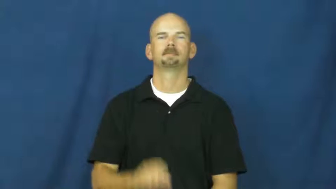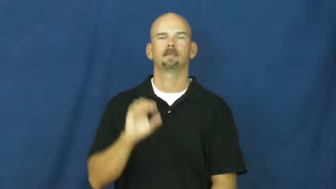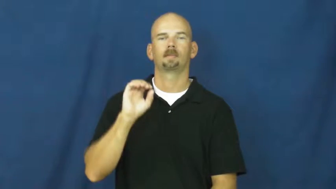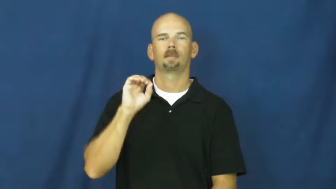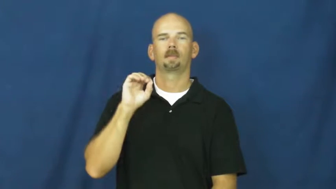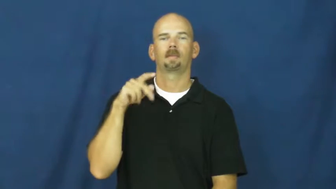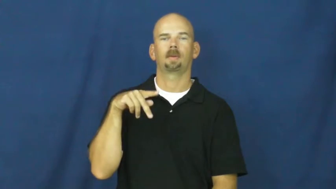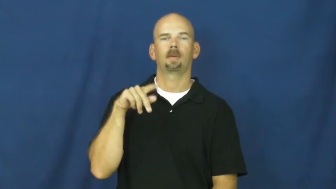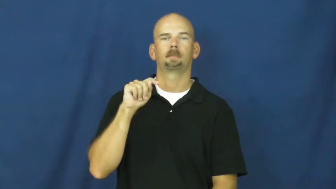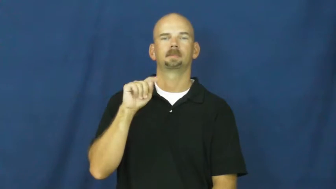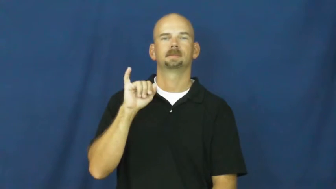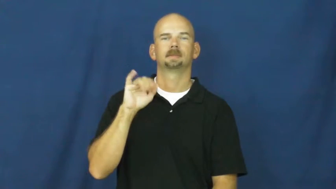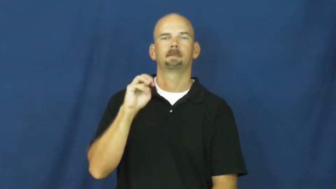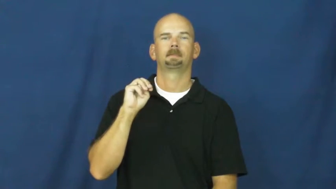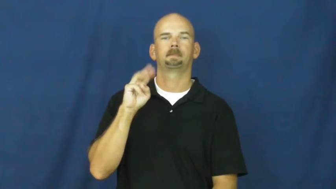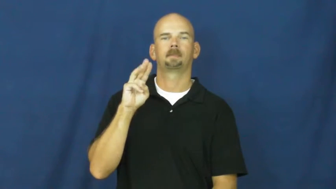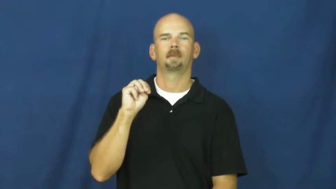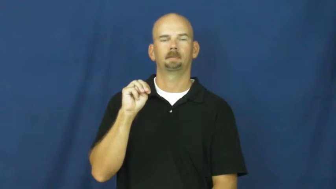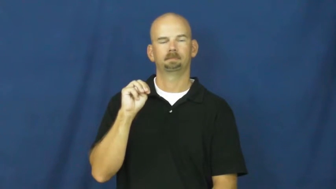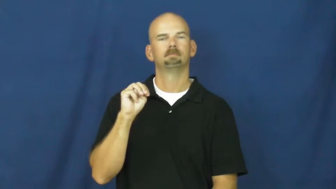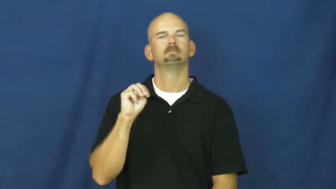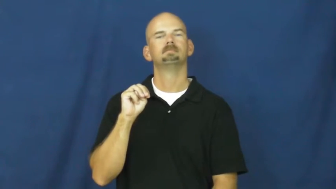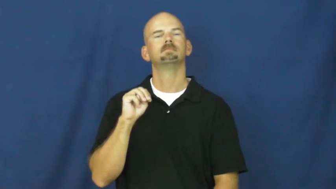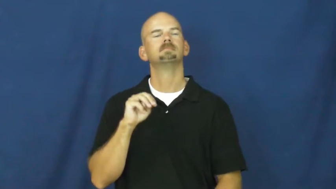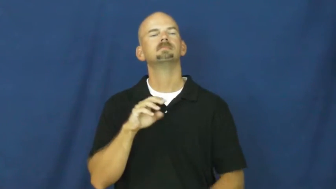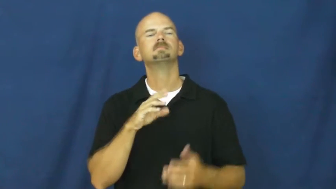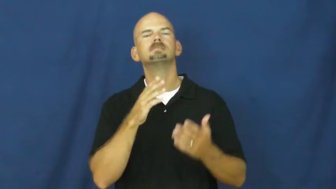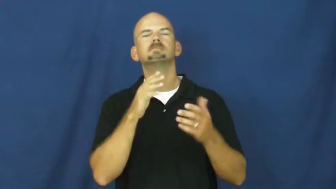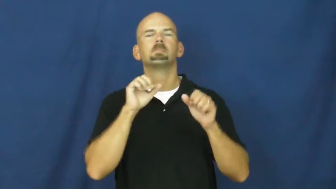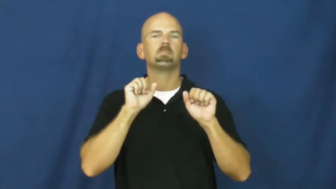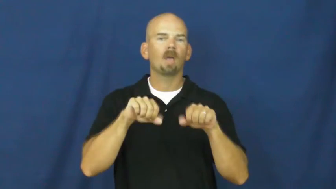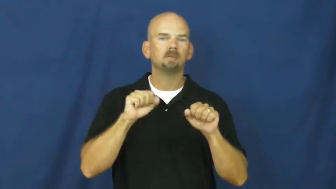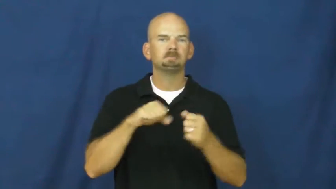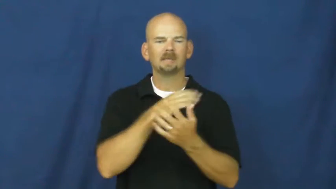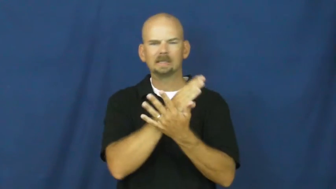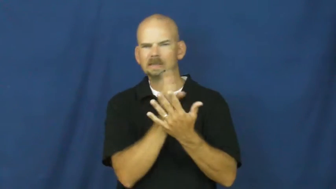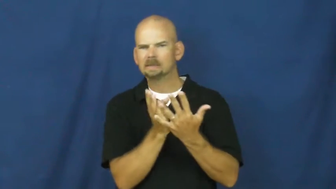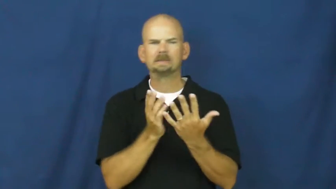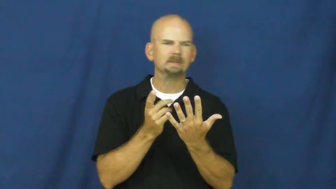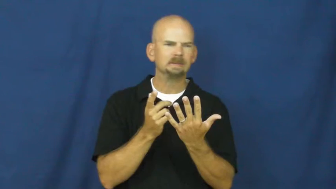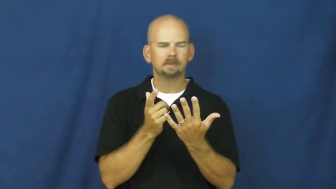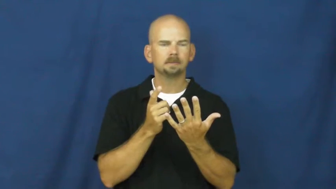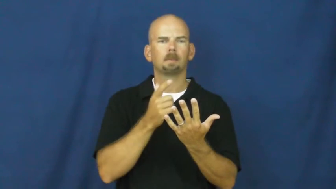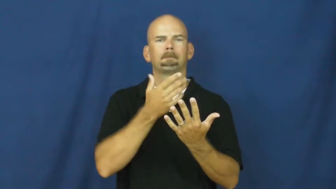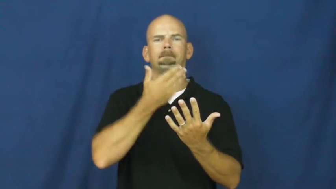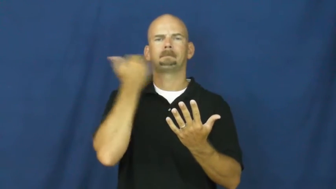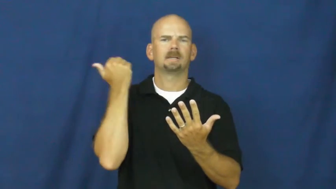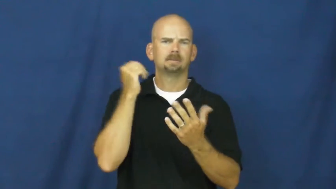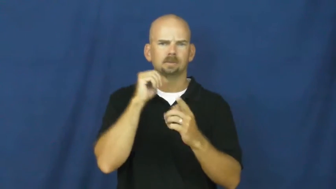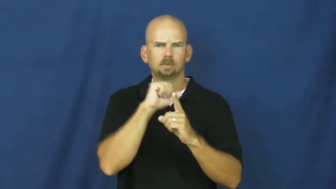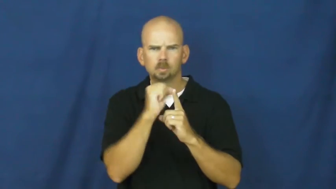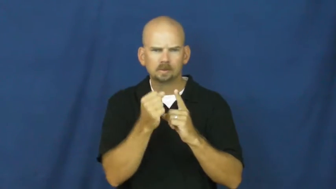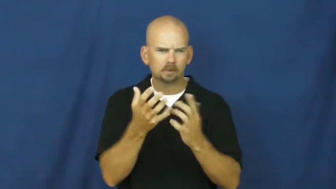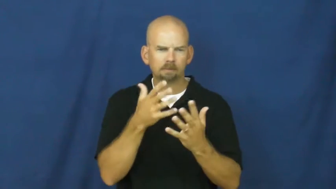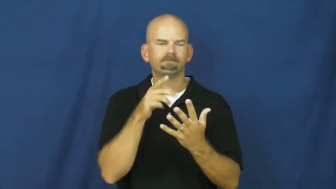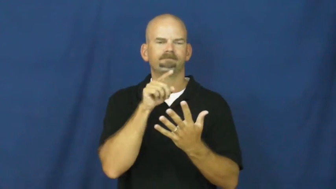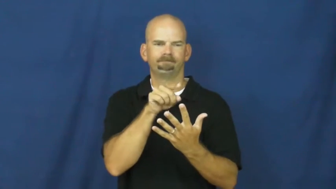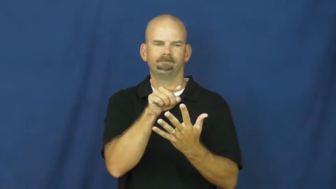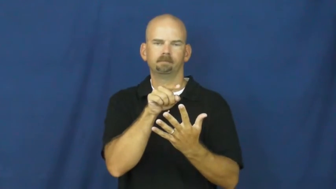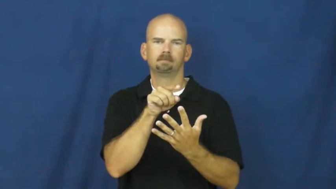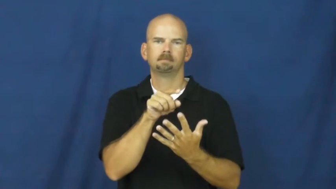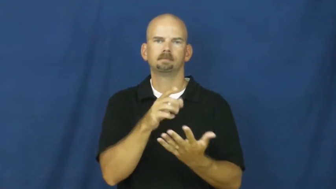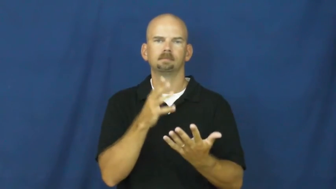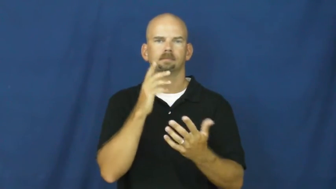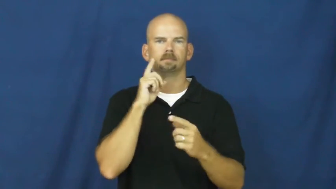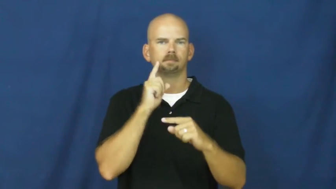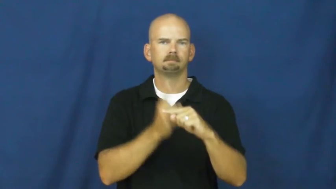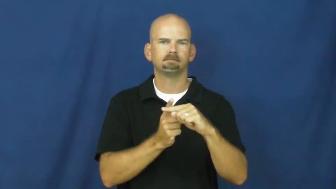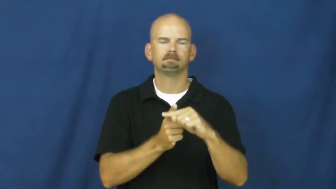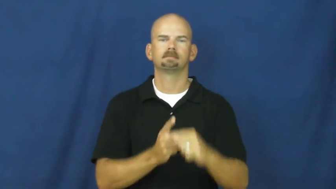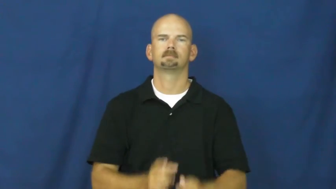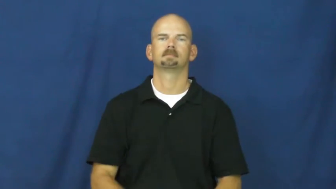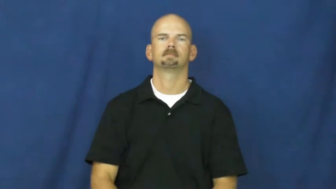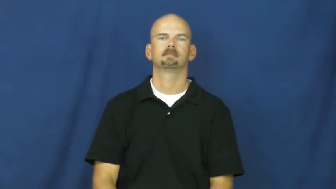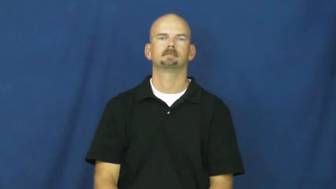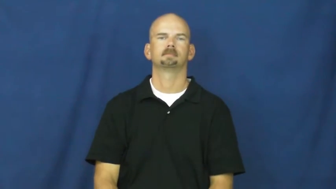optimum